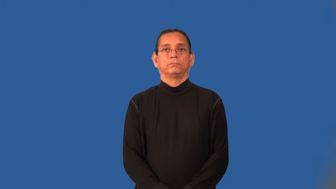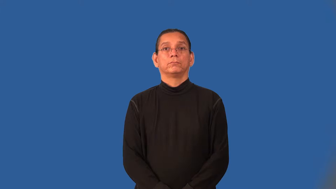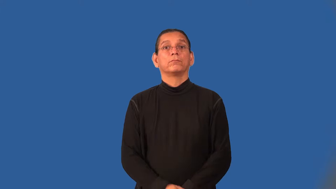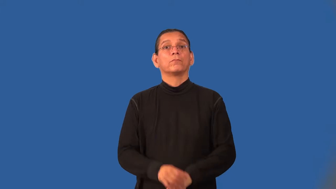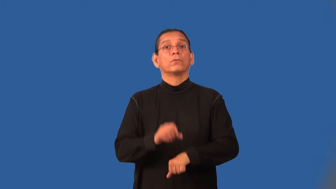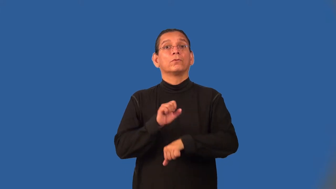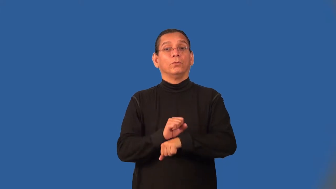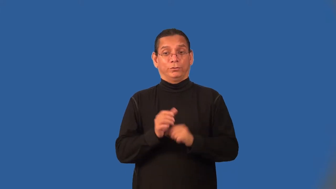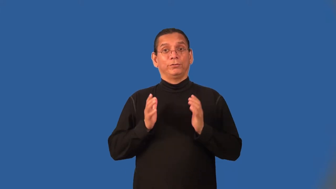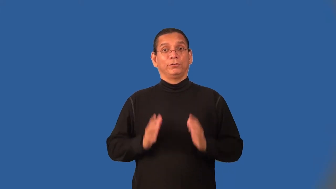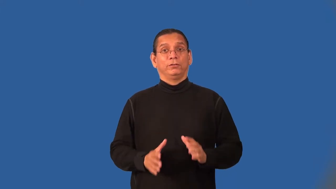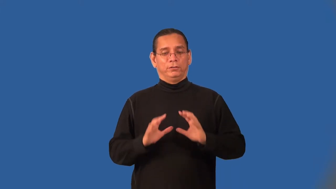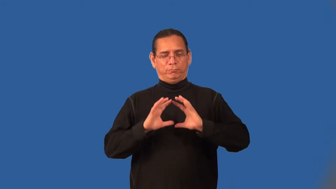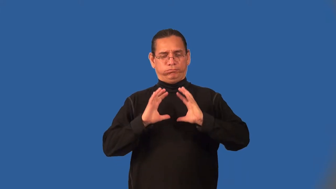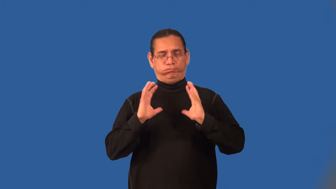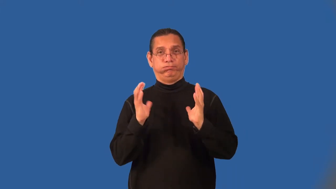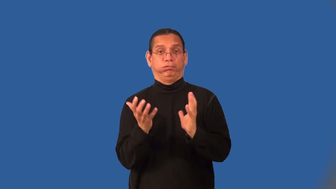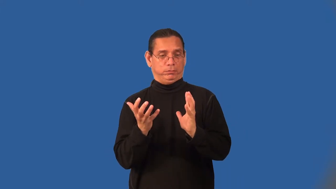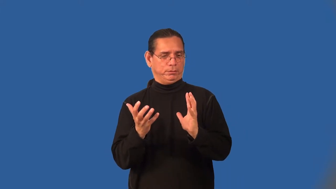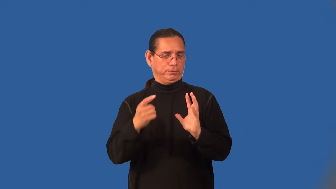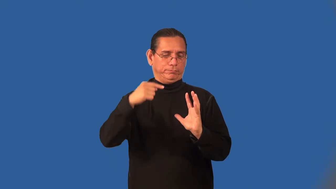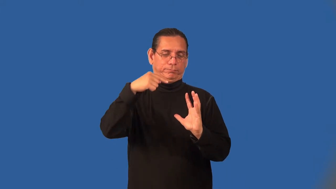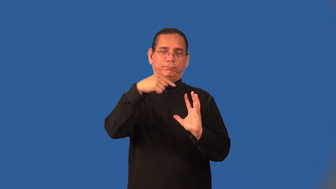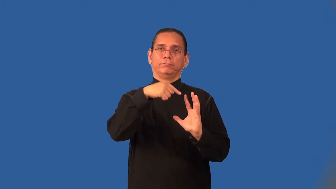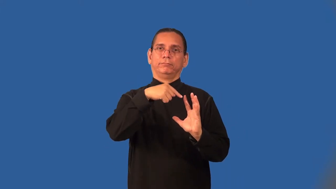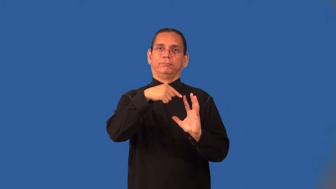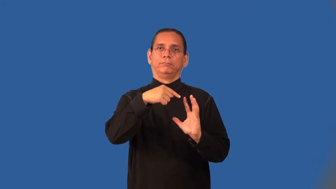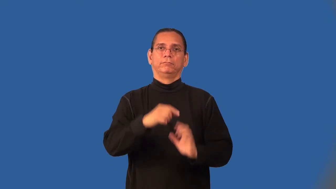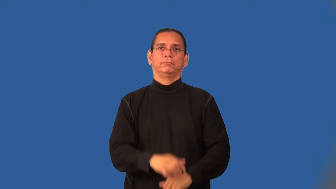crewman